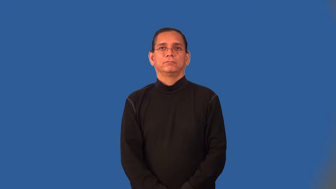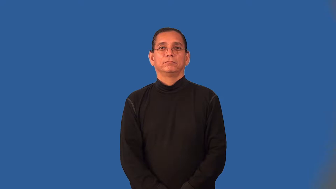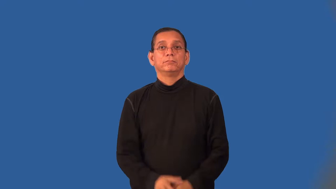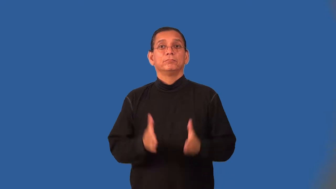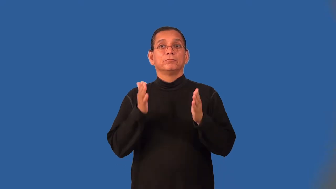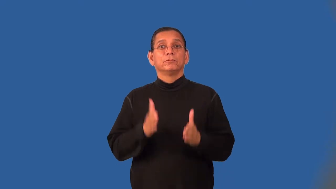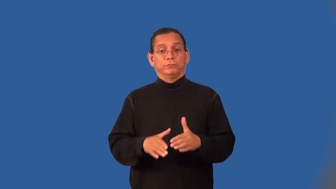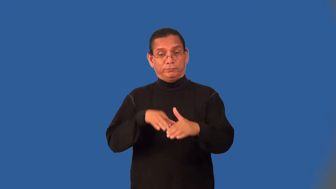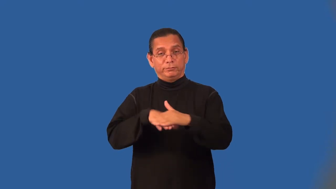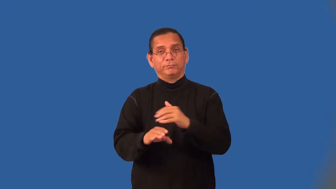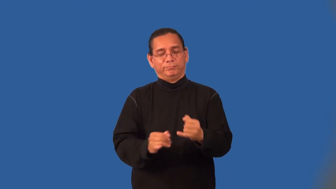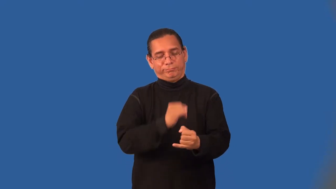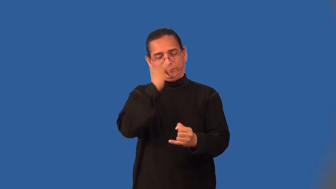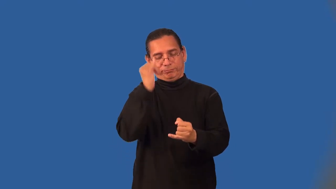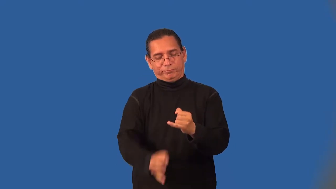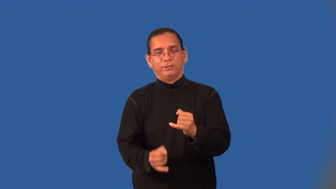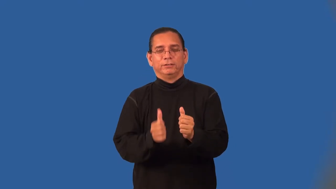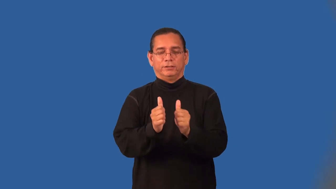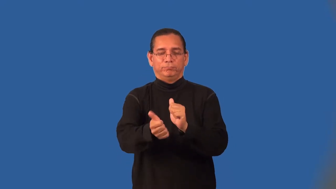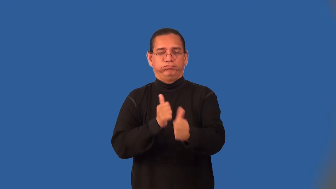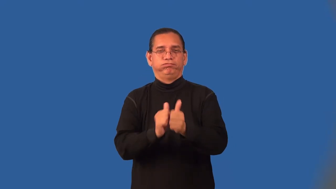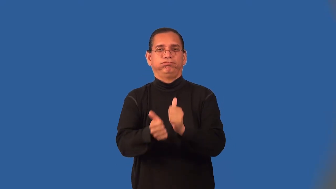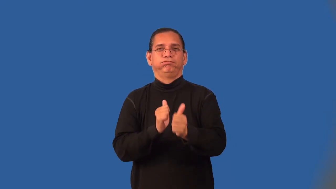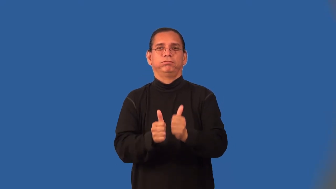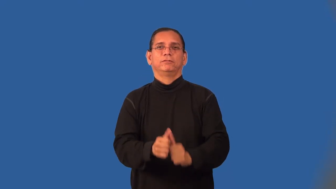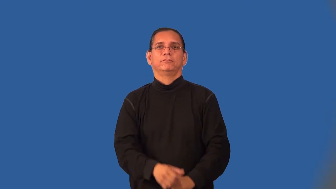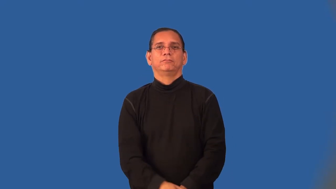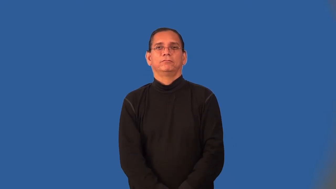finalist